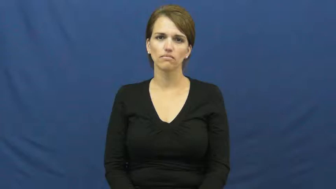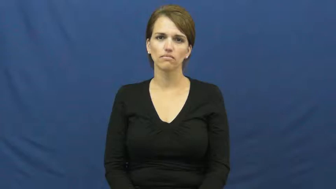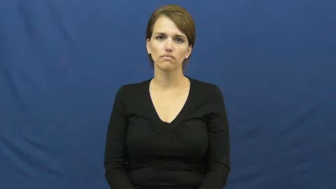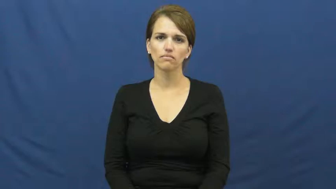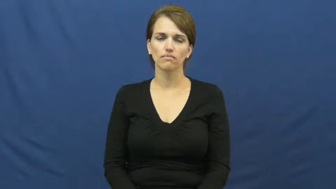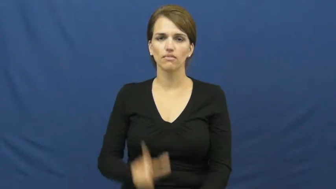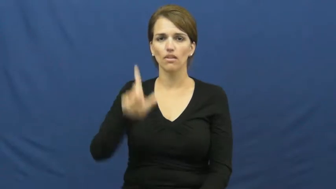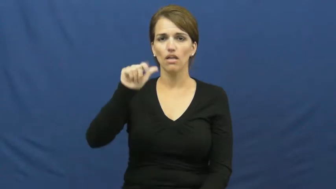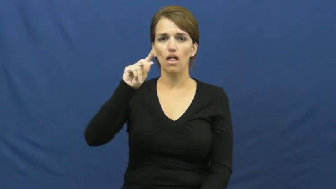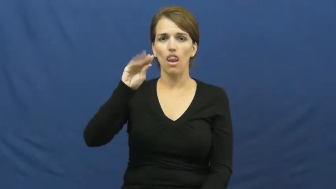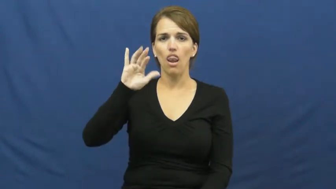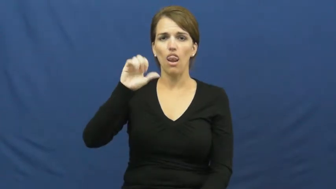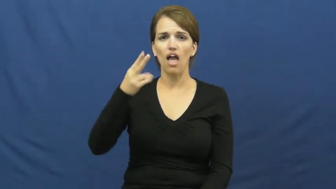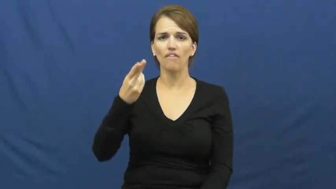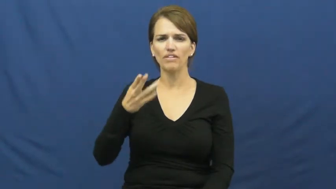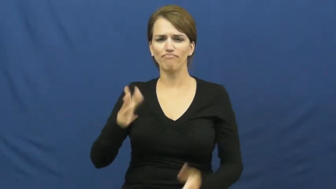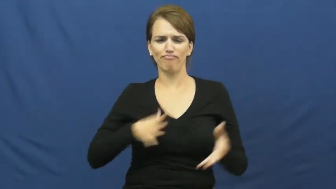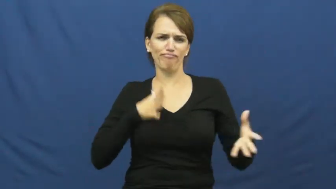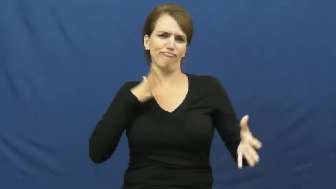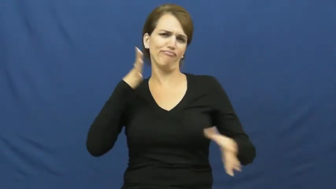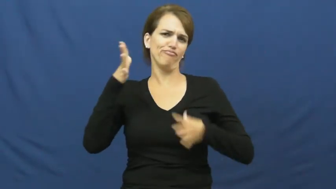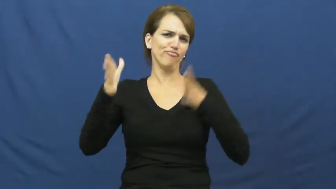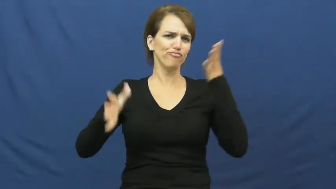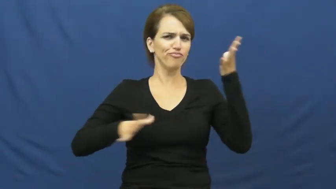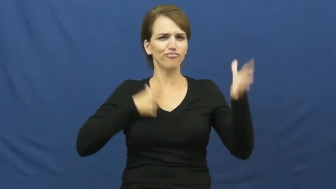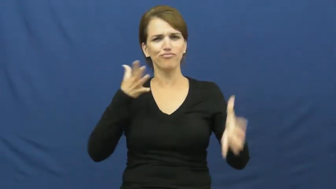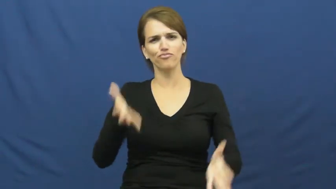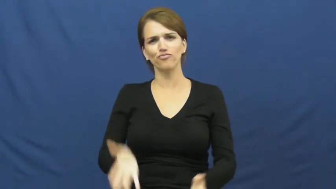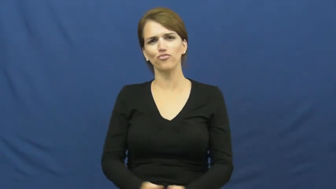lavish-fancy